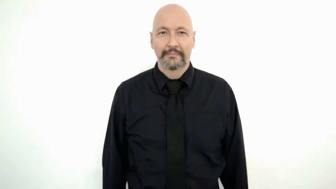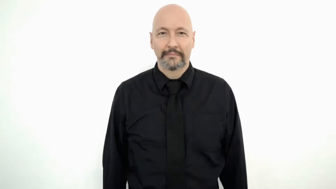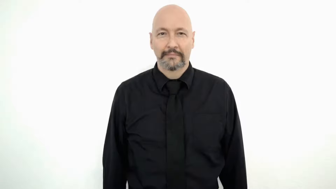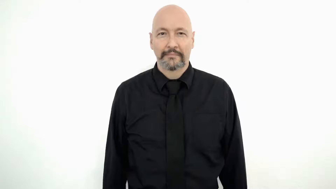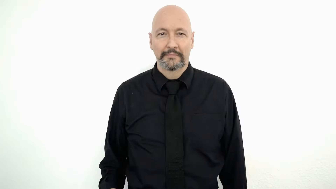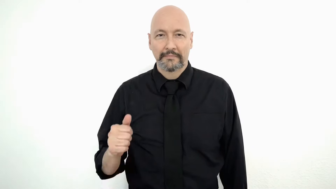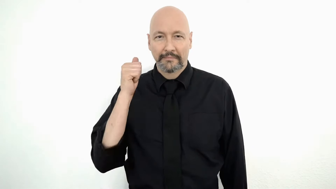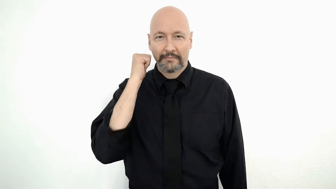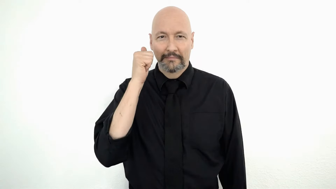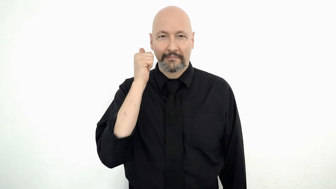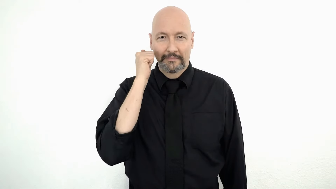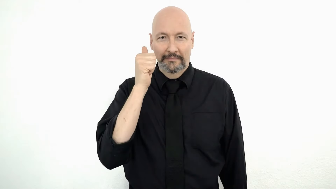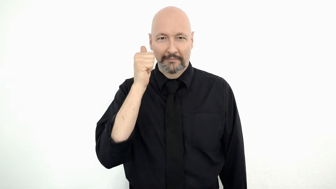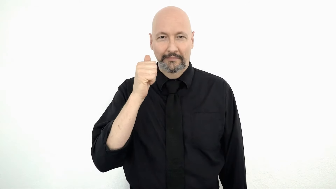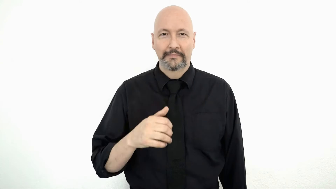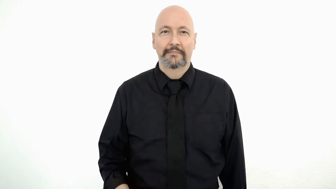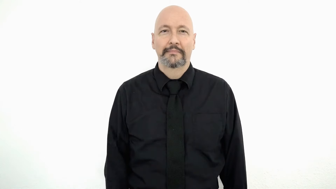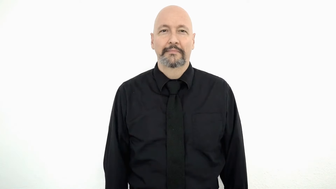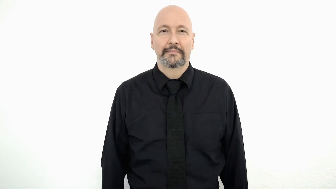EVERYDAY-[daily/regular]